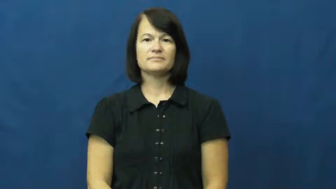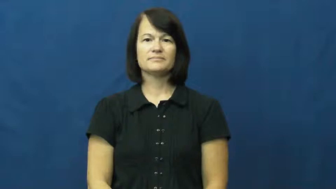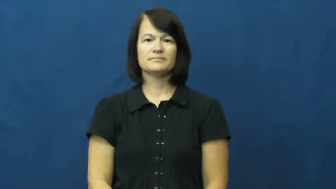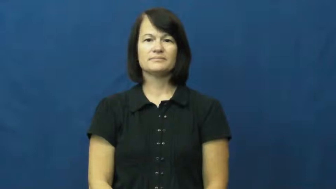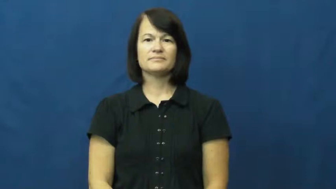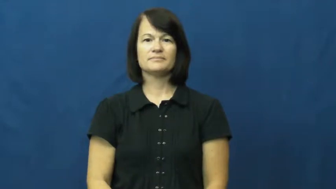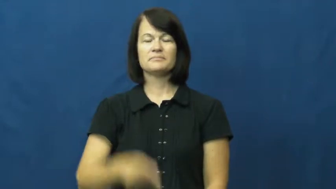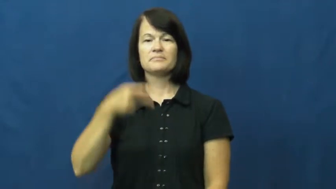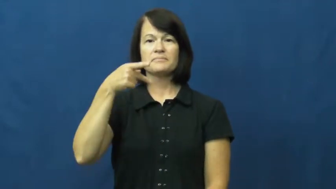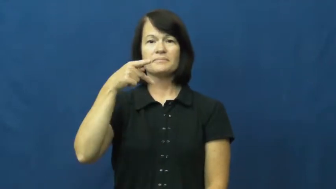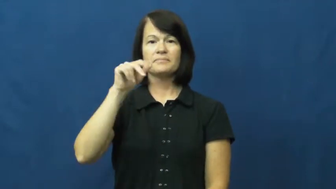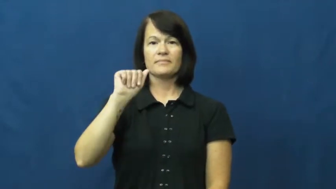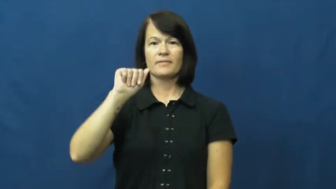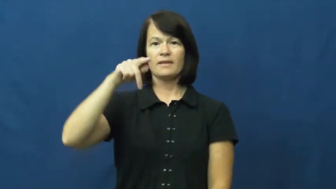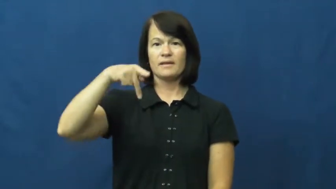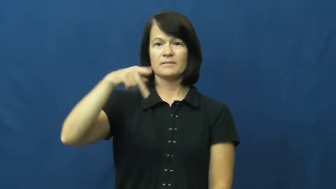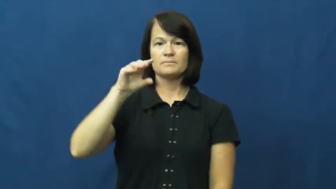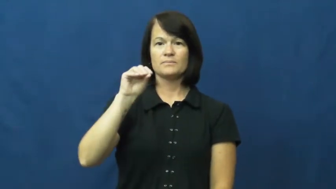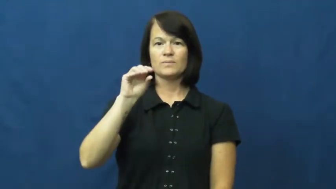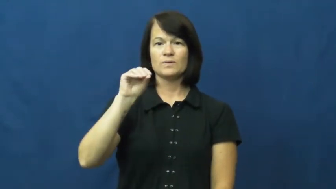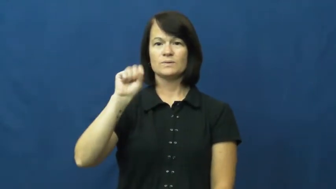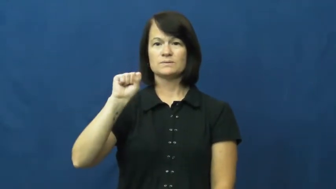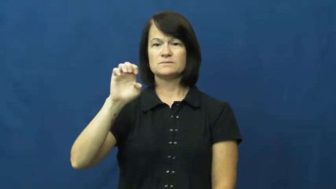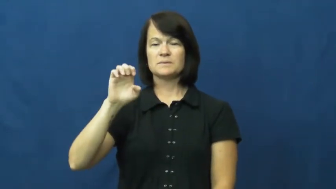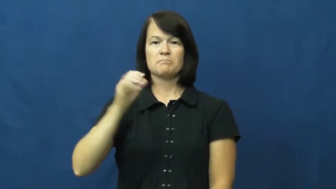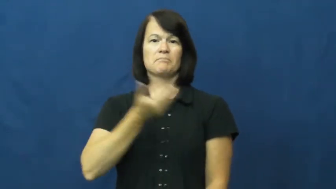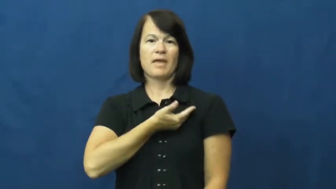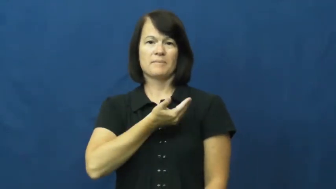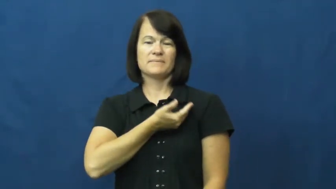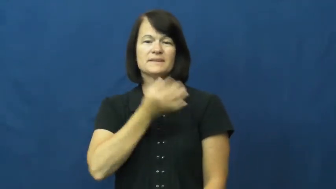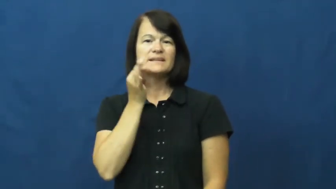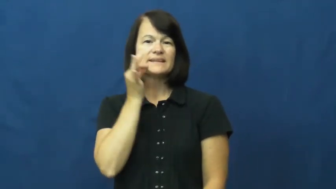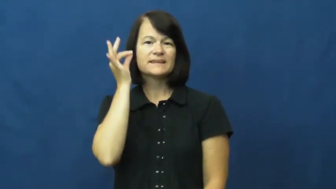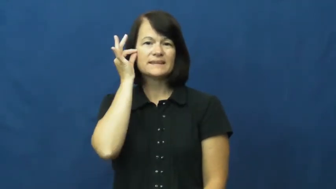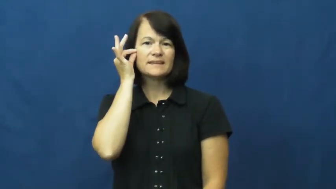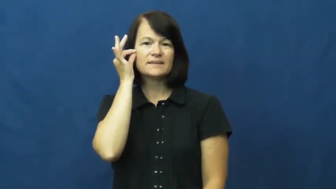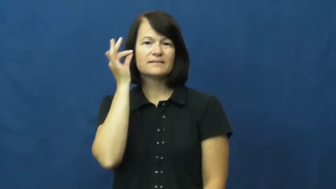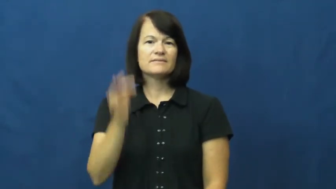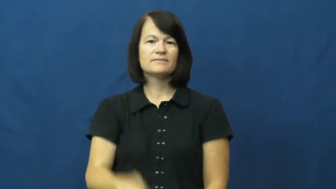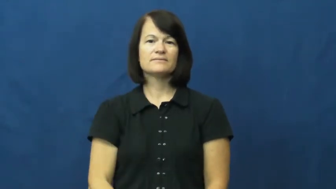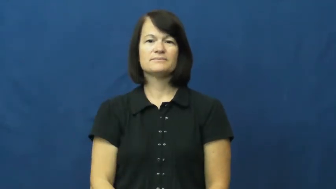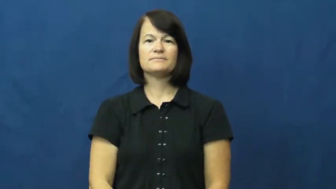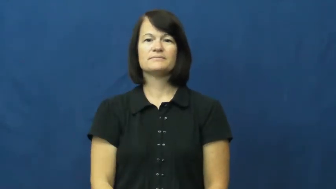papoose